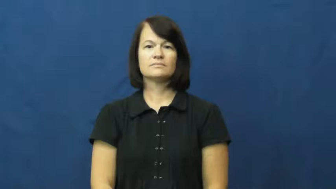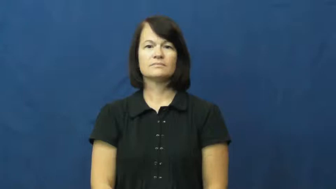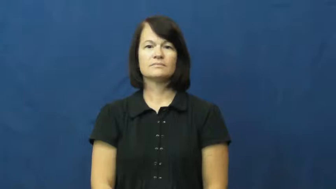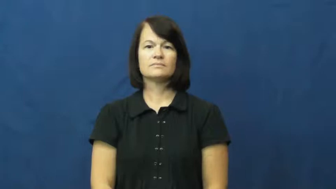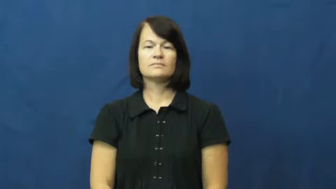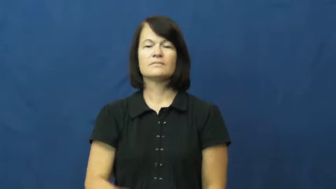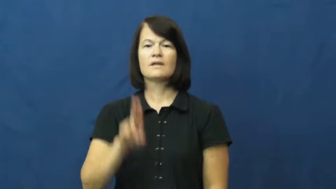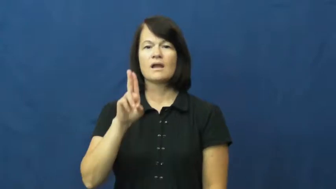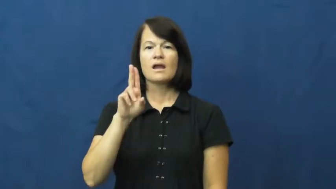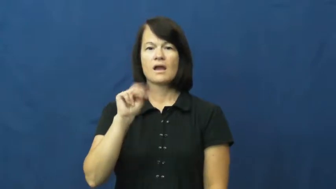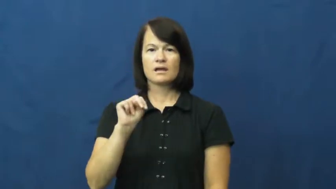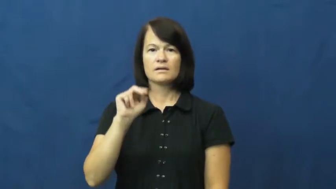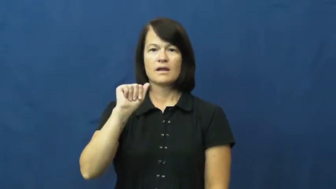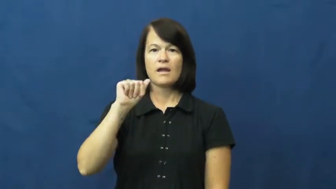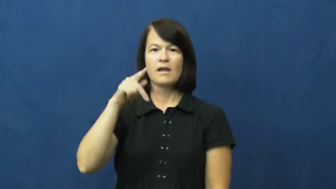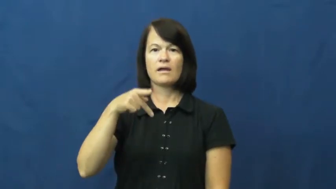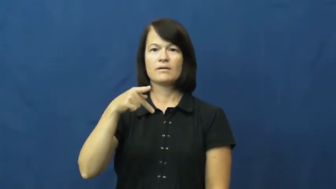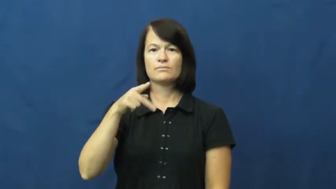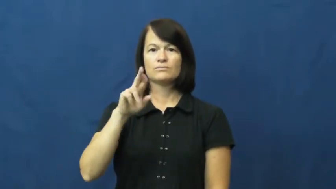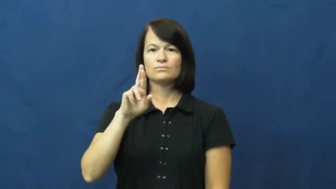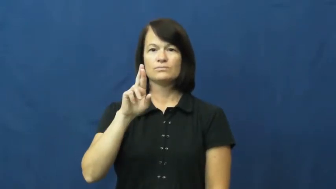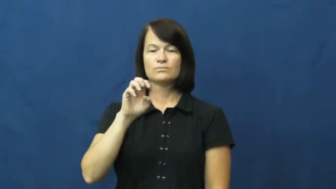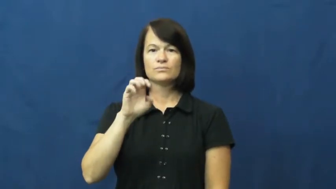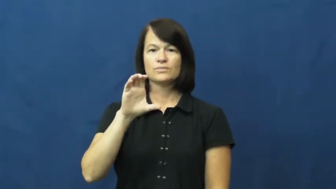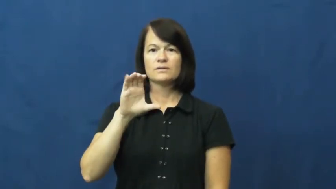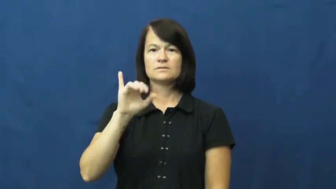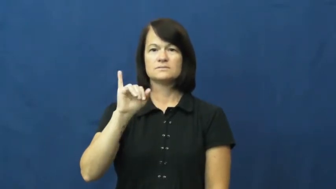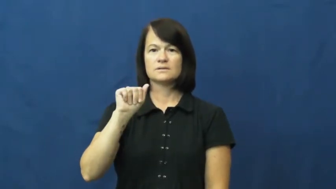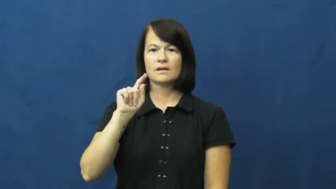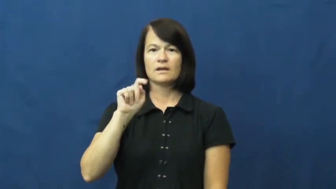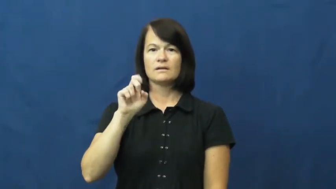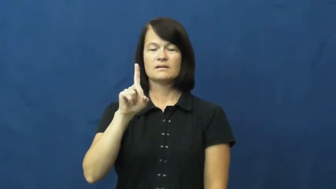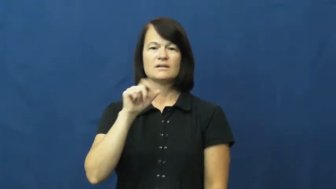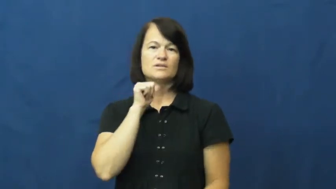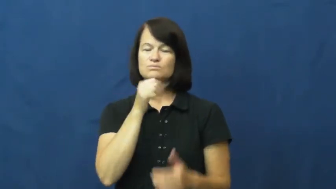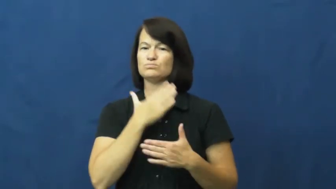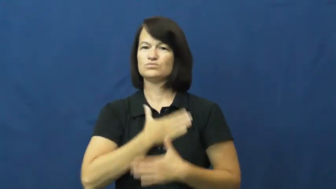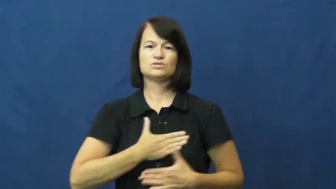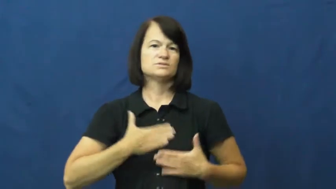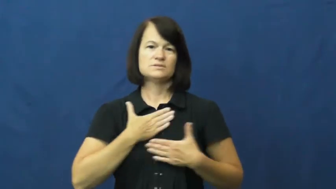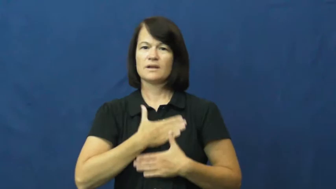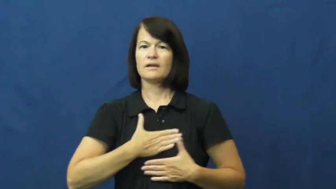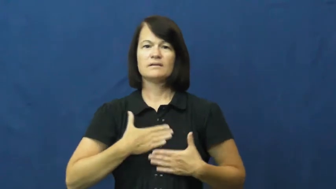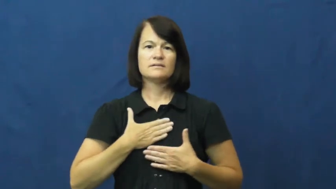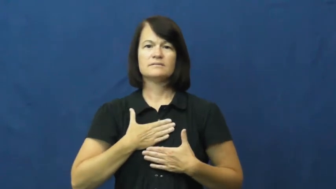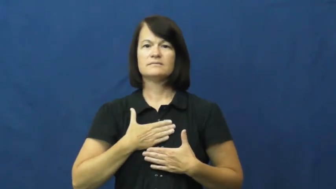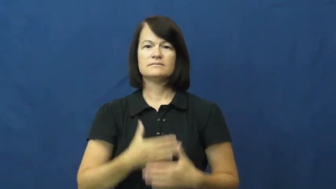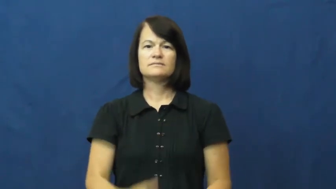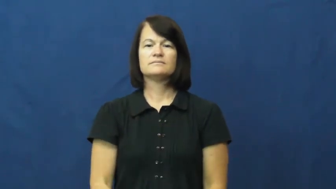unappreciated